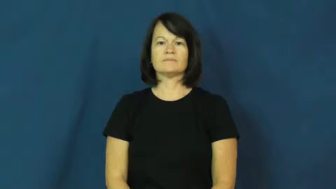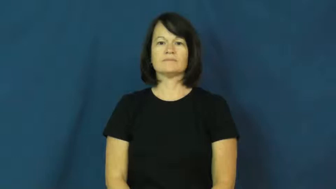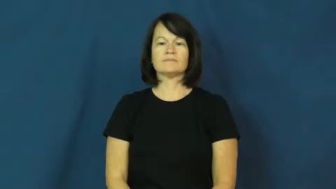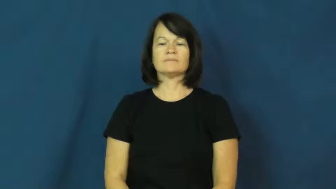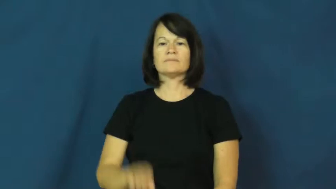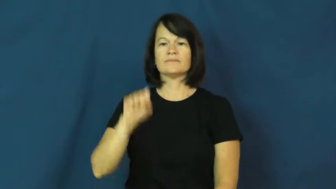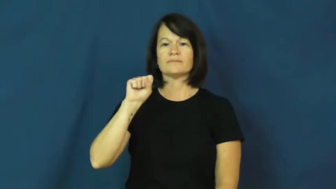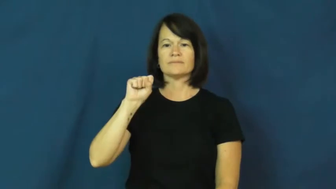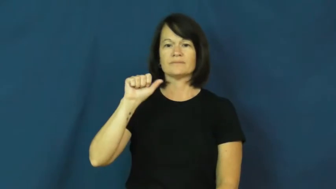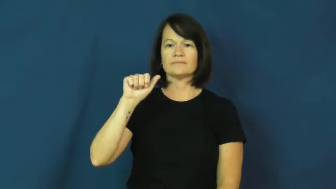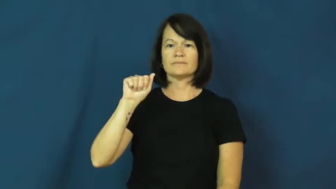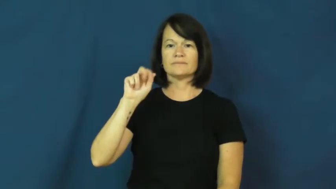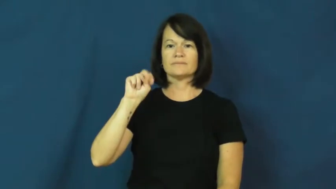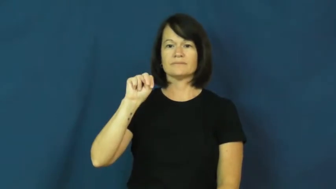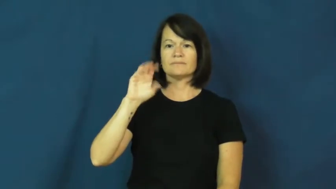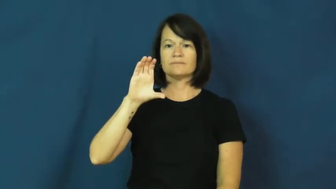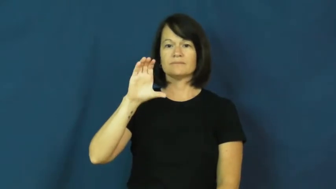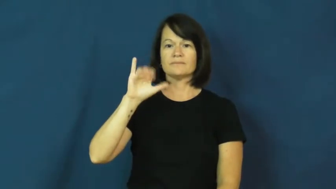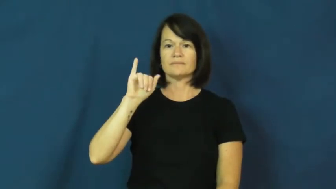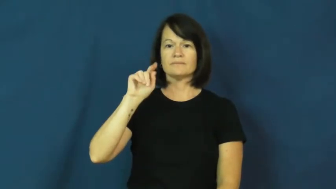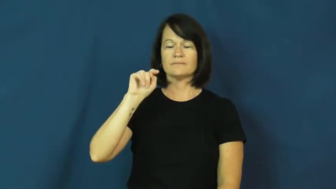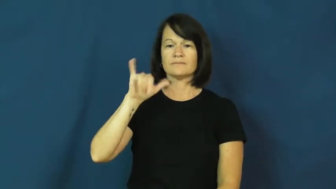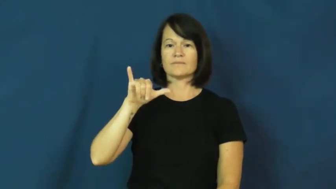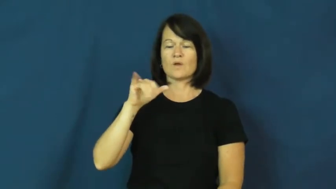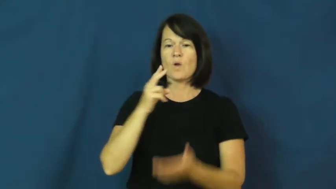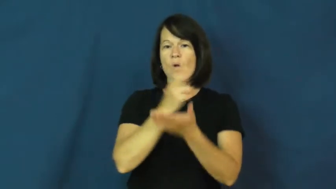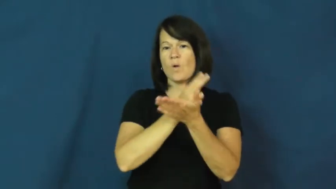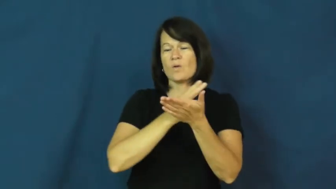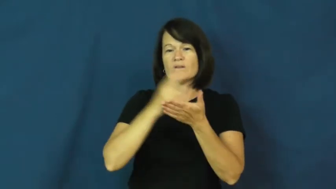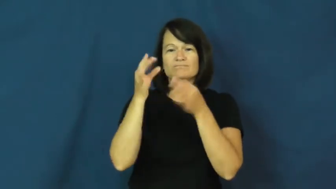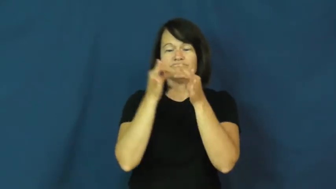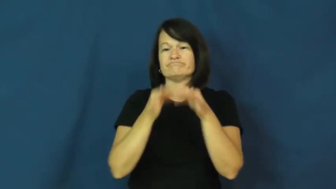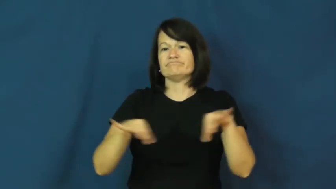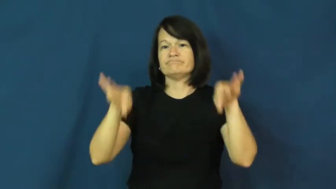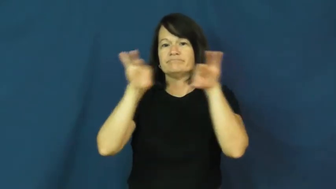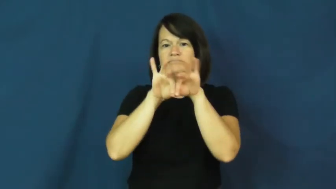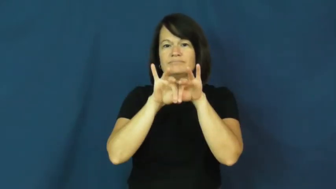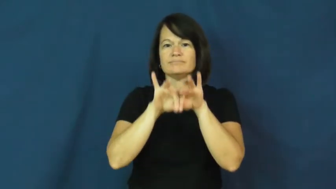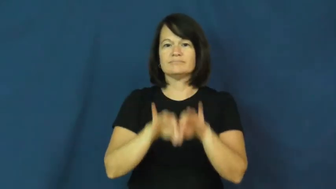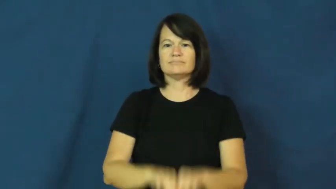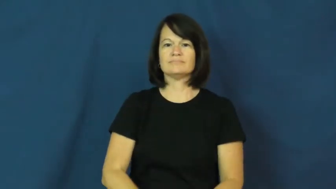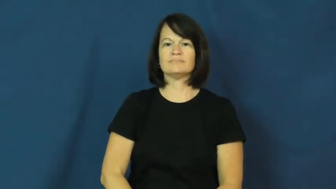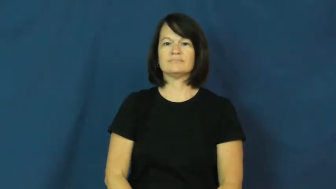sanctity